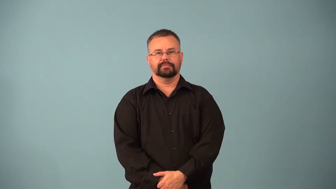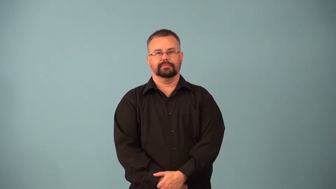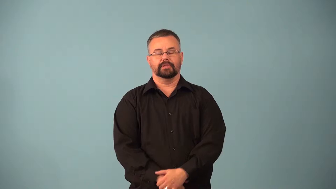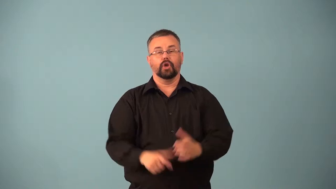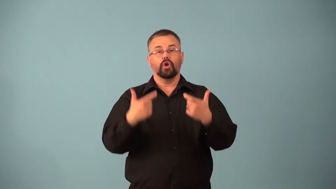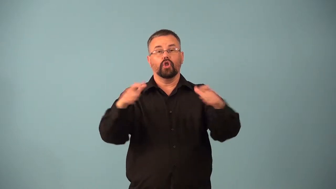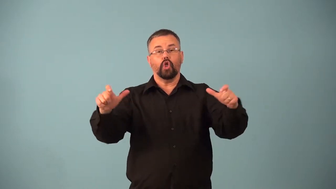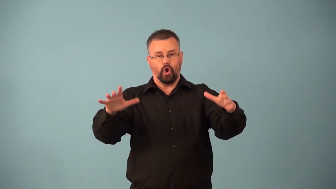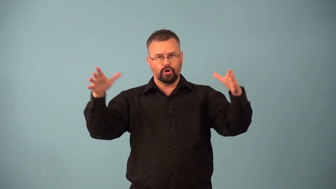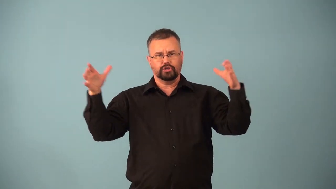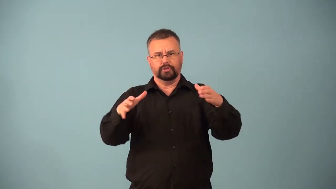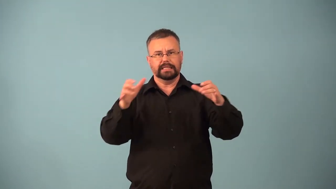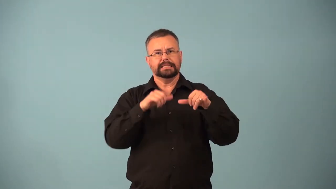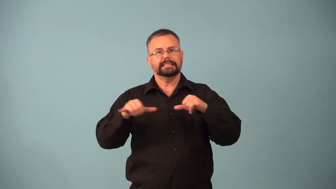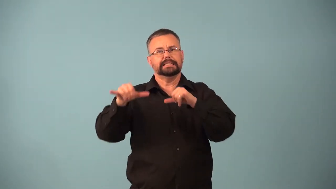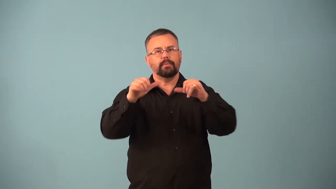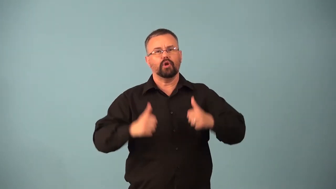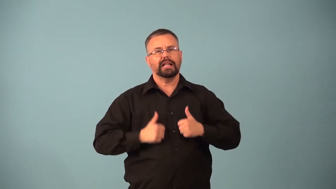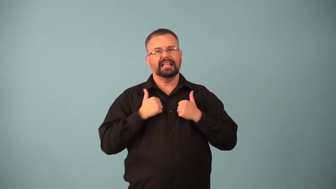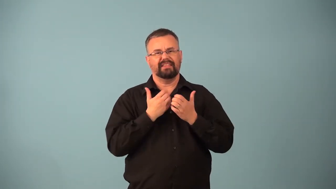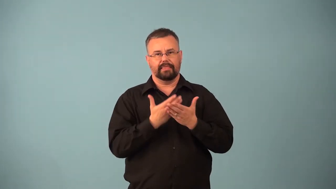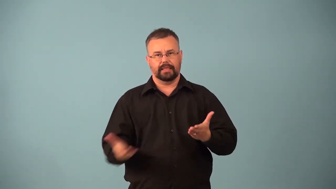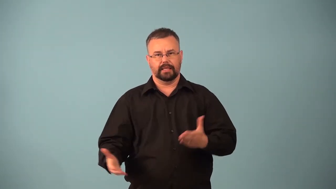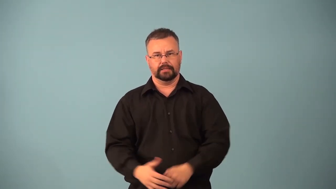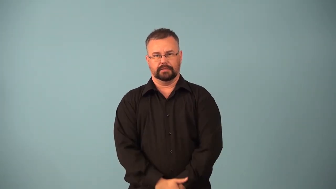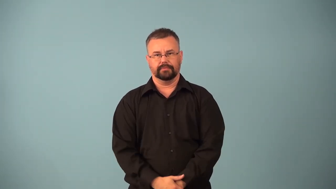kingdom-animal